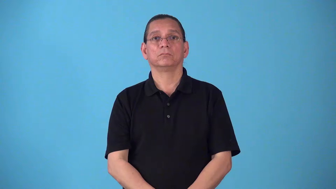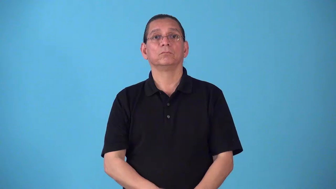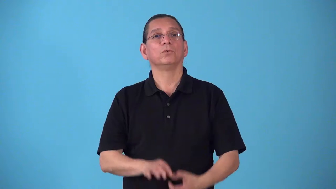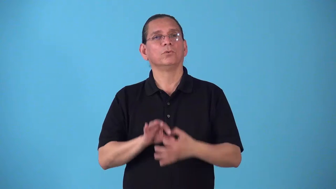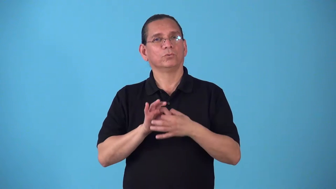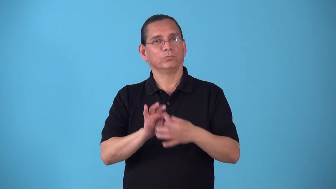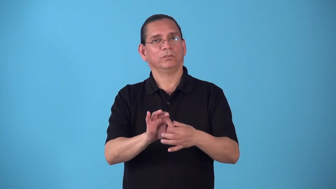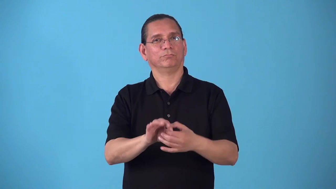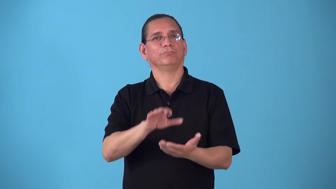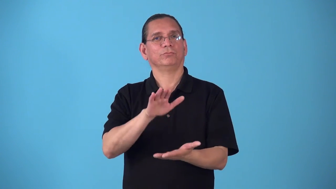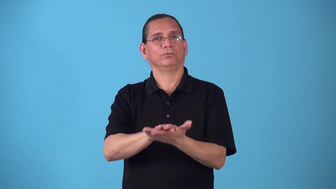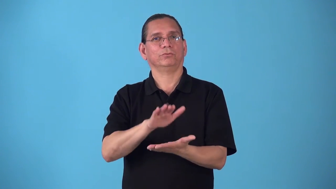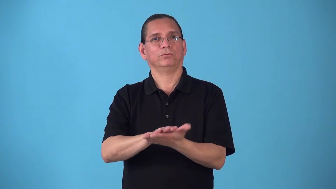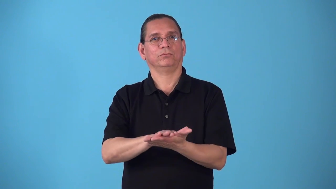scholastic